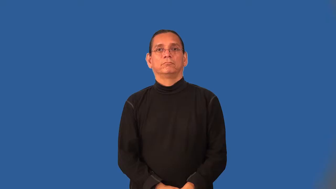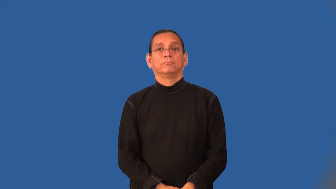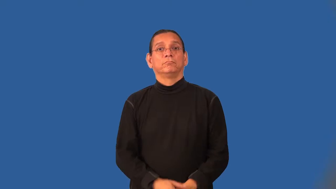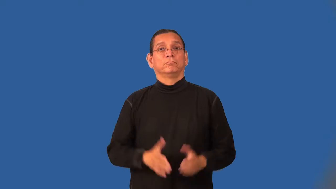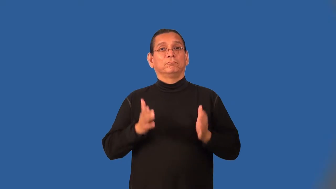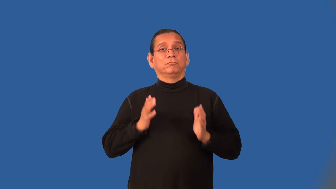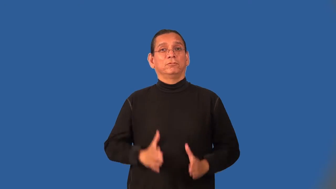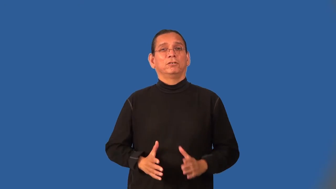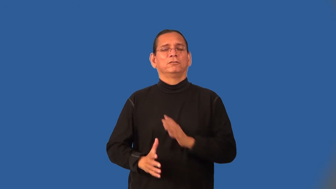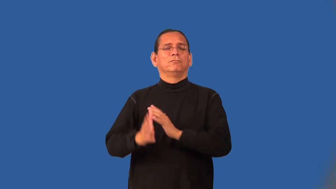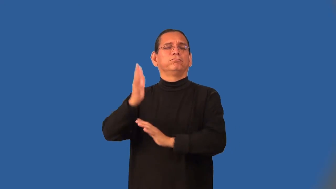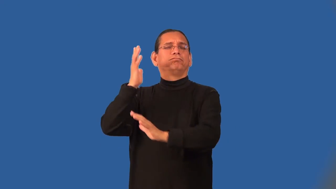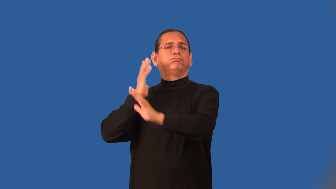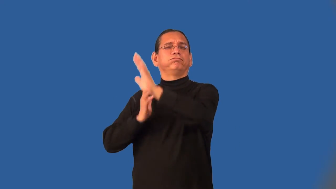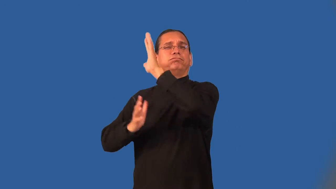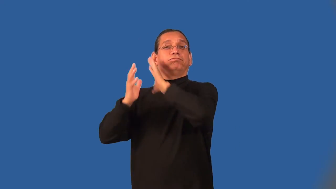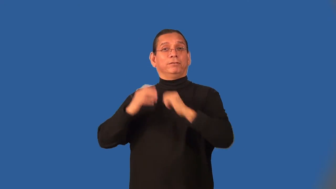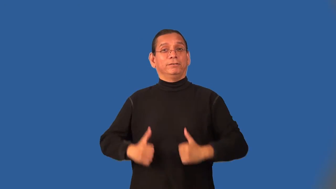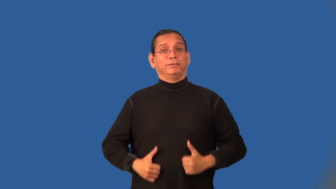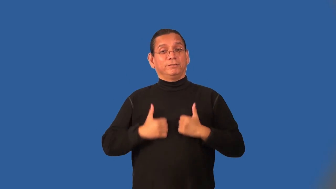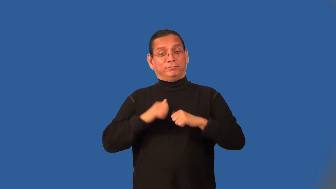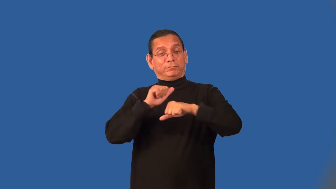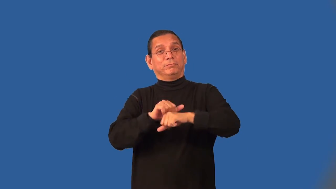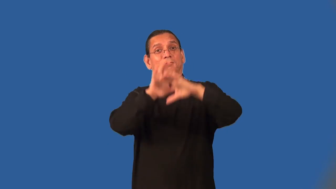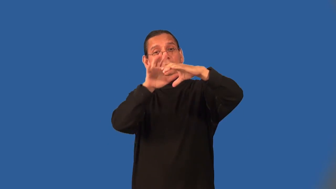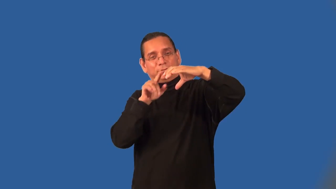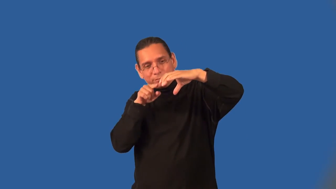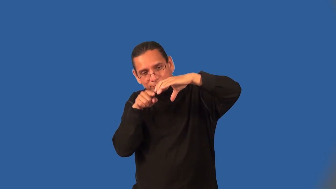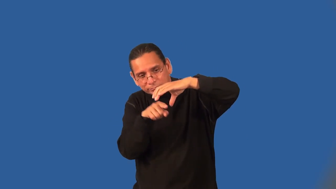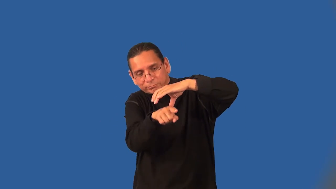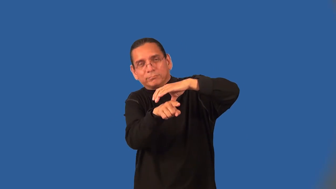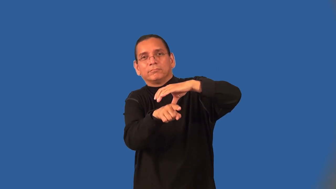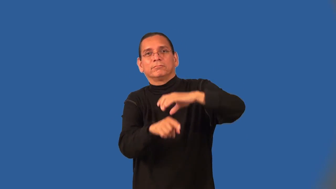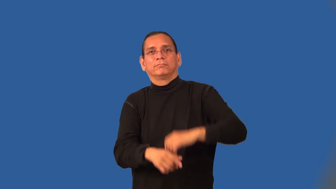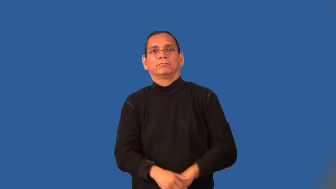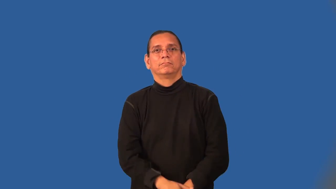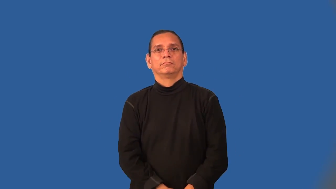caveman,,neanderthal